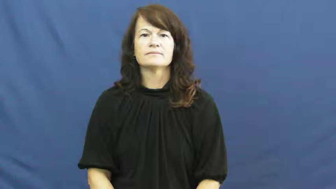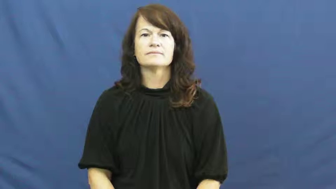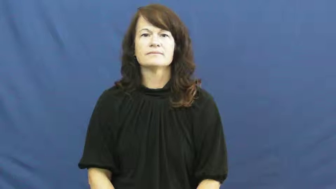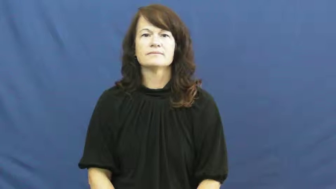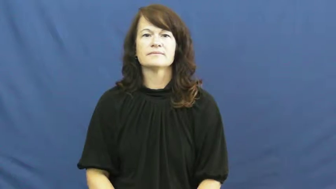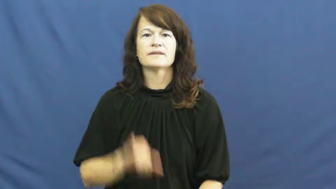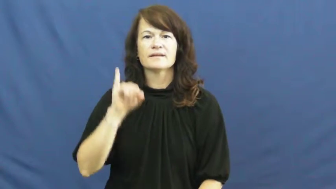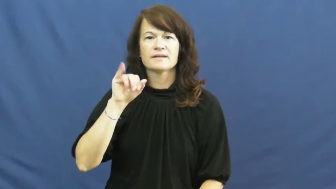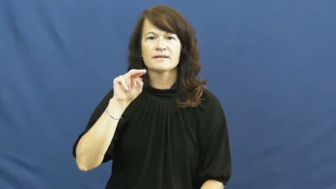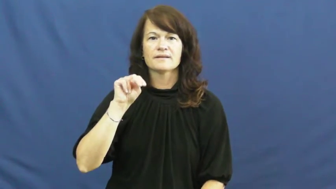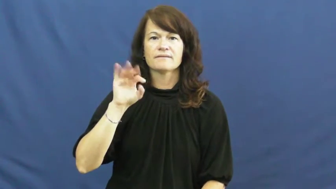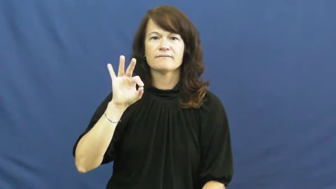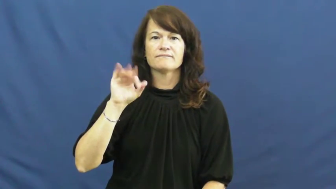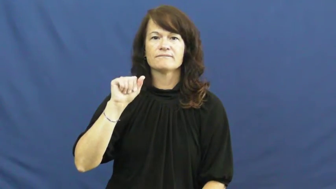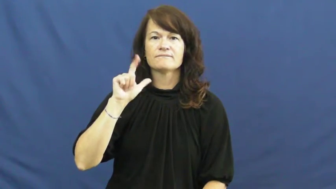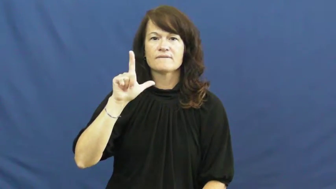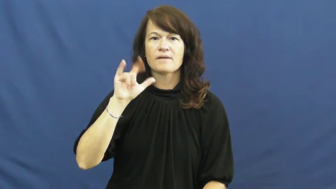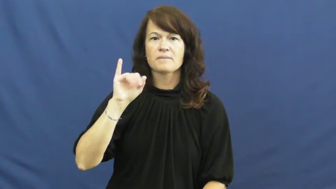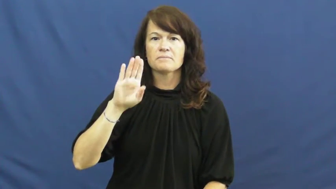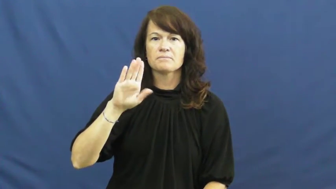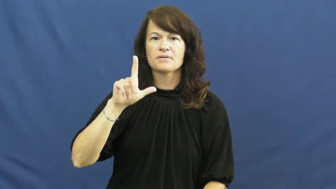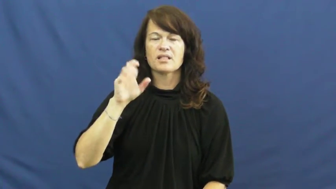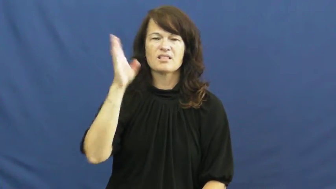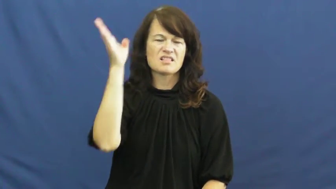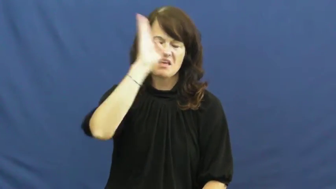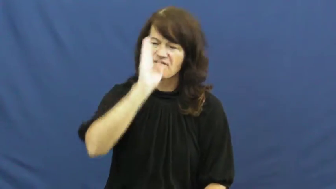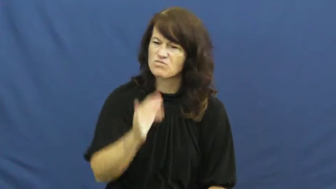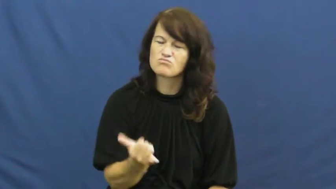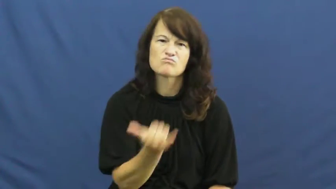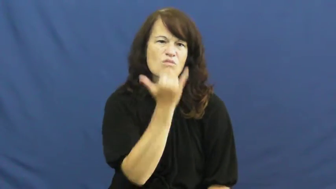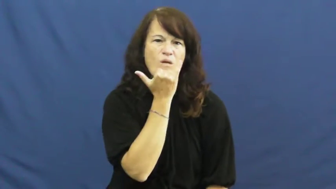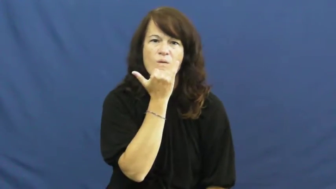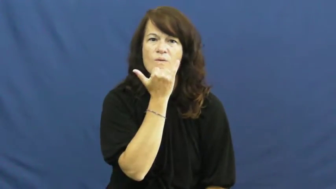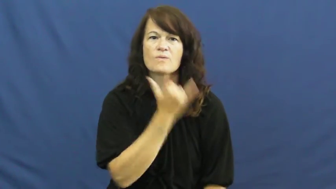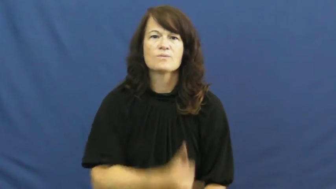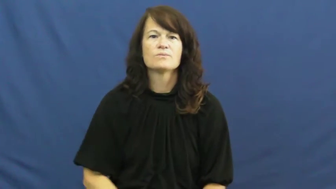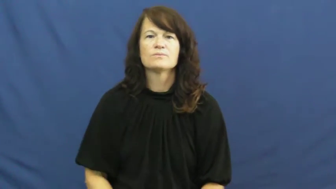infallible